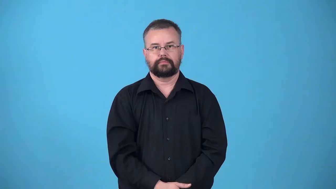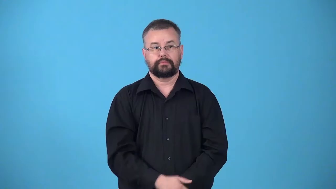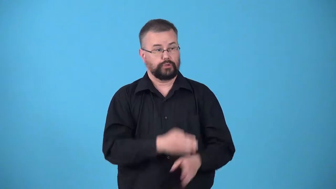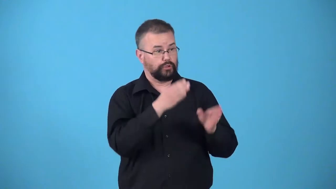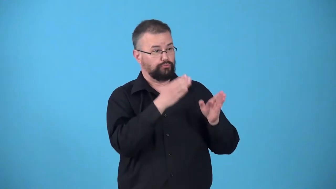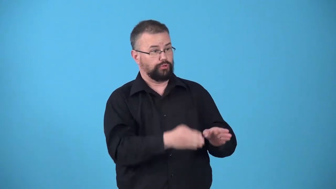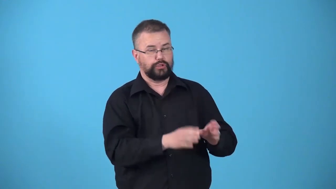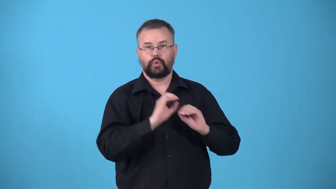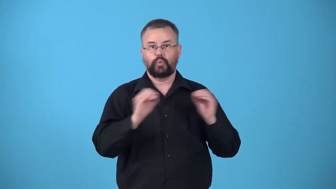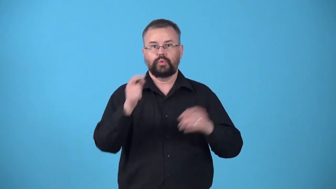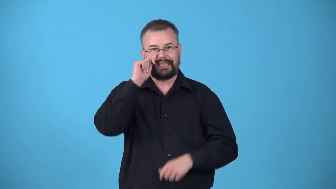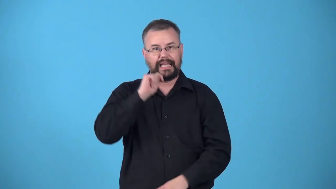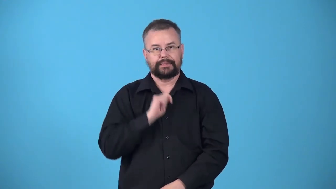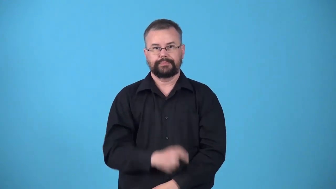untanned-person